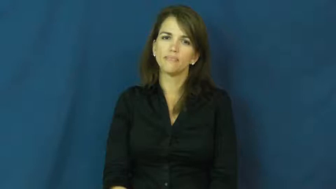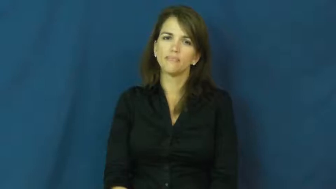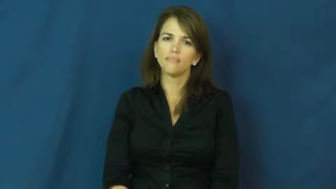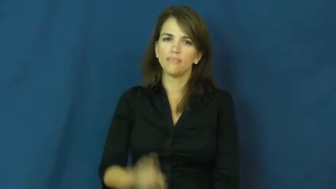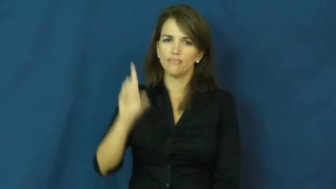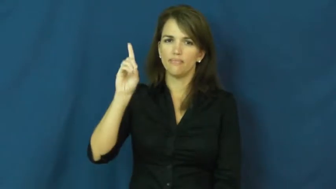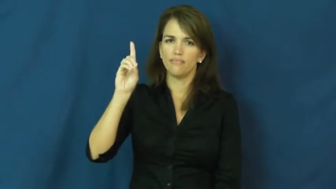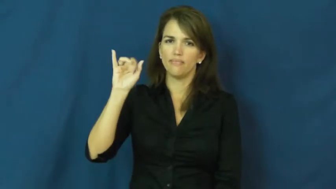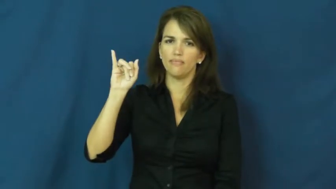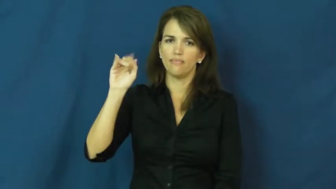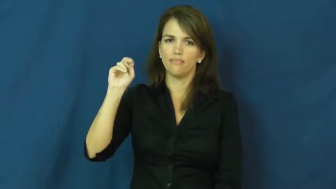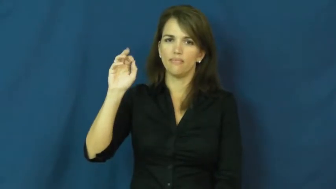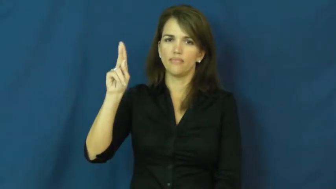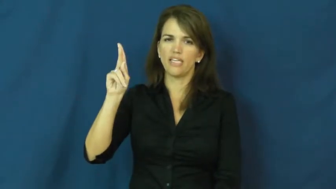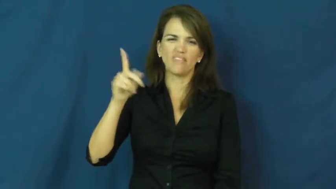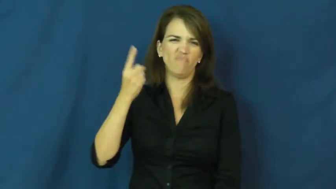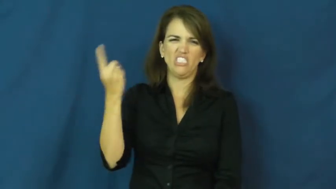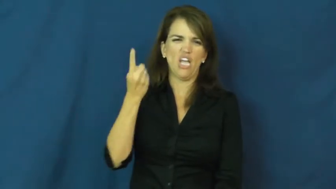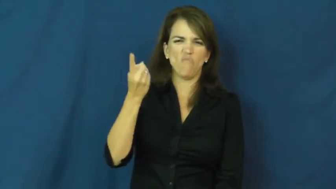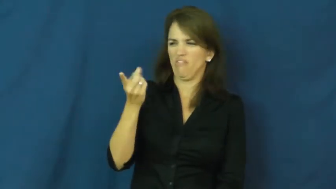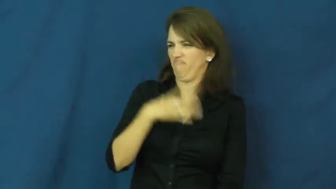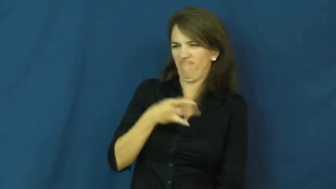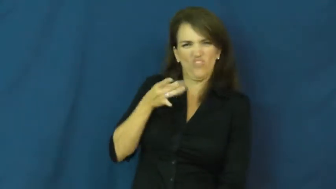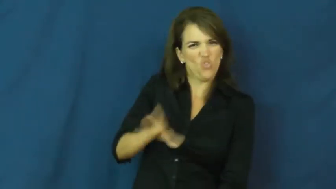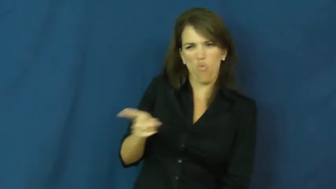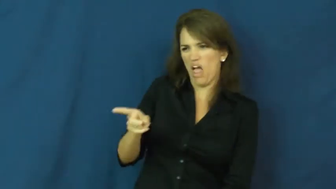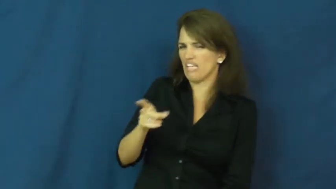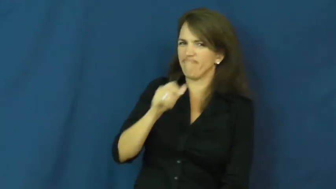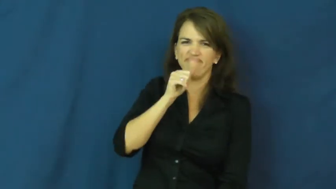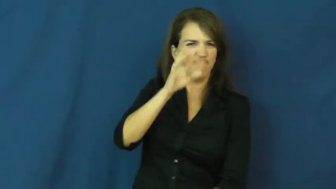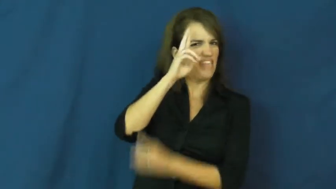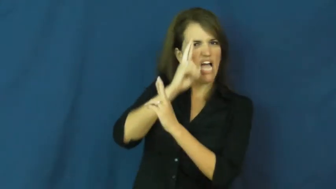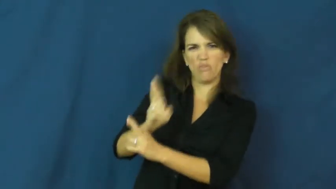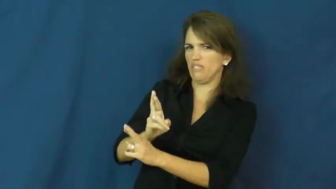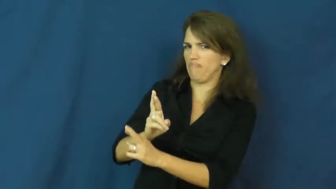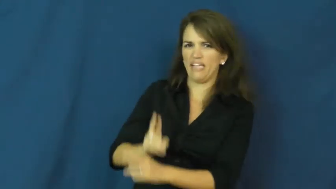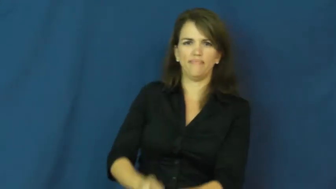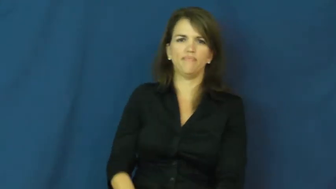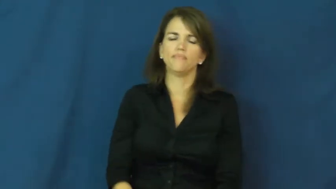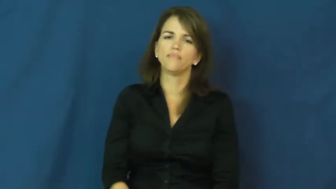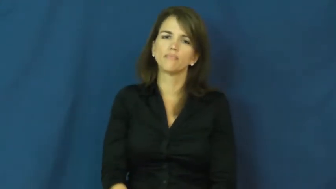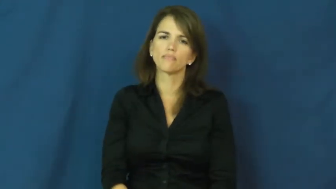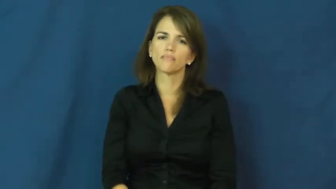dink